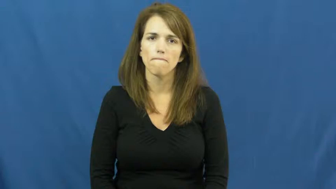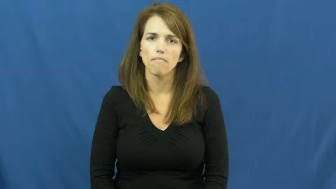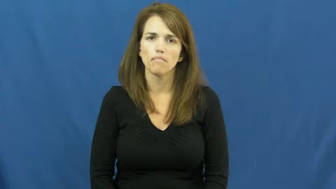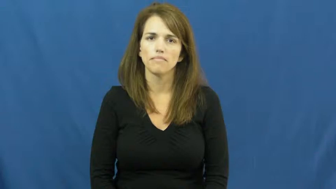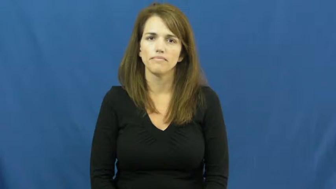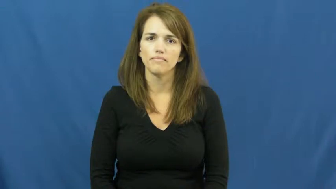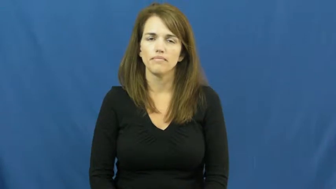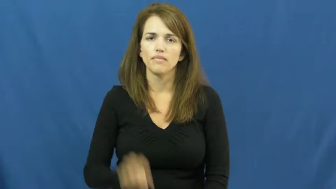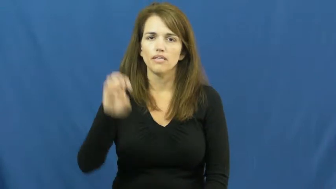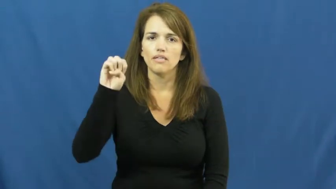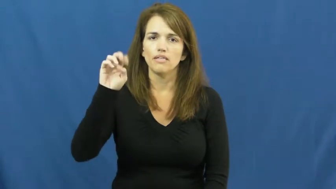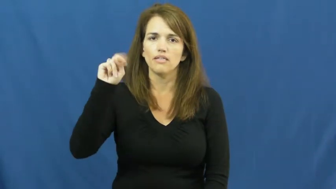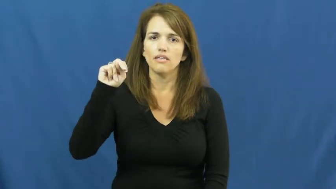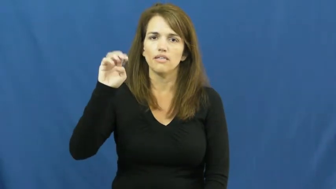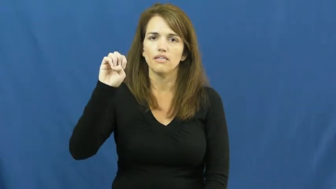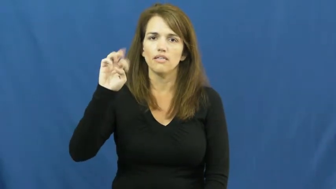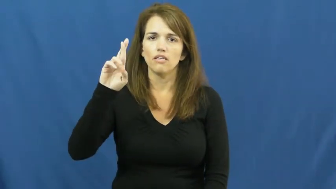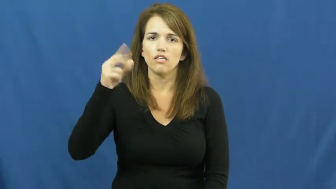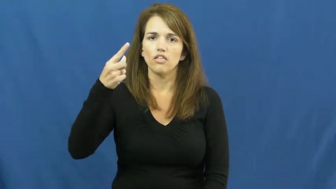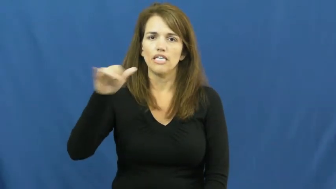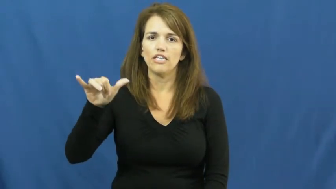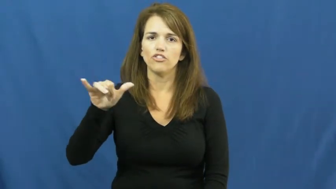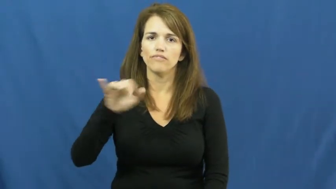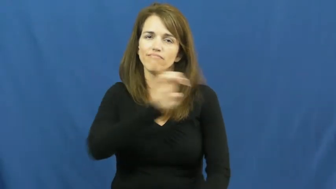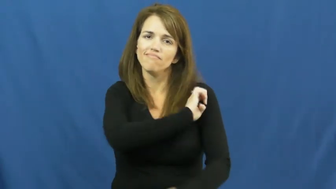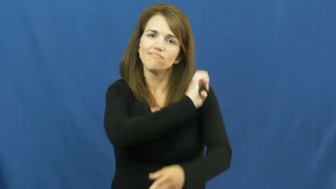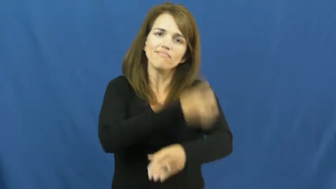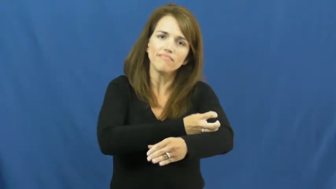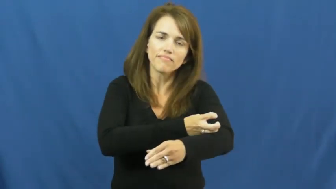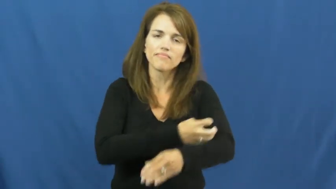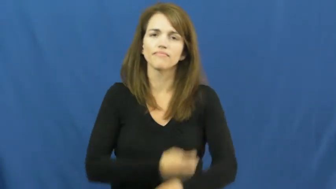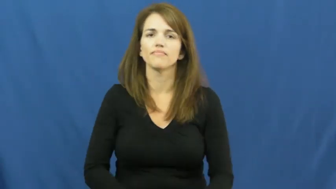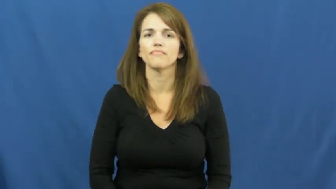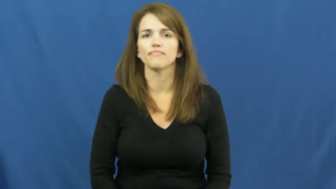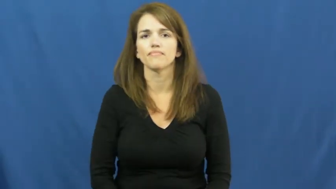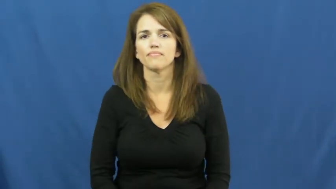energy-power